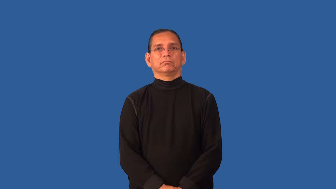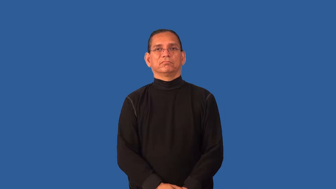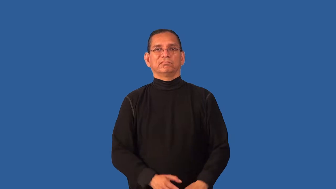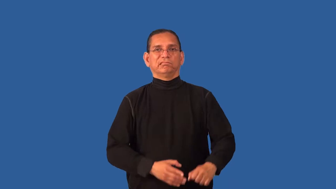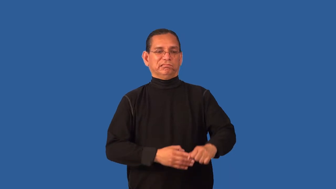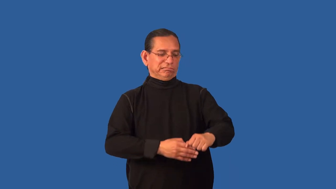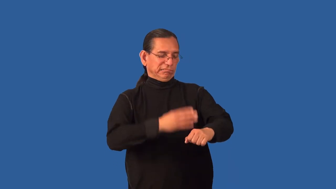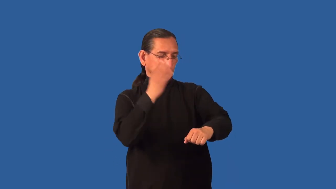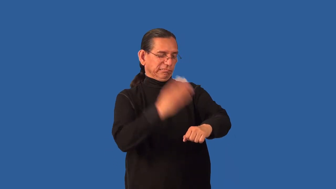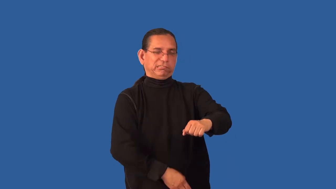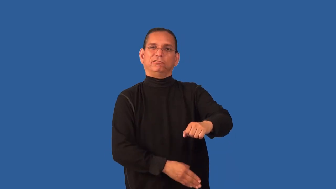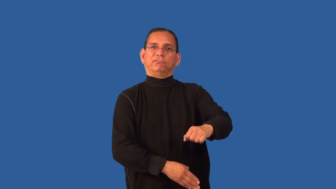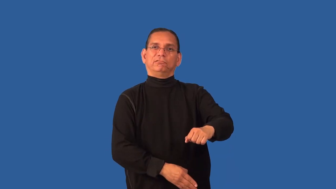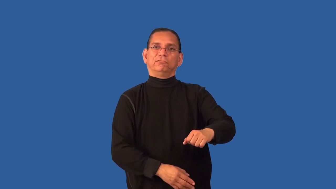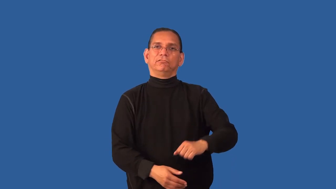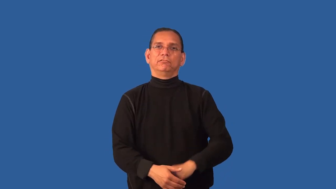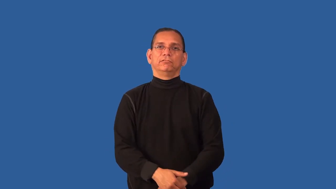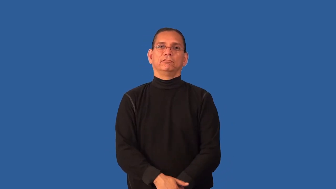dismember-limbs